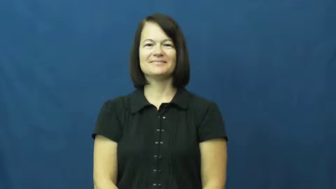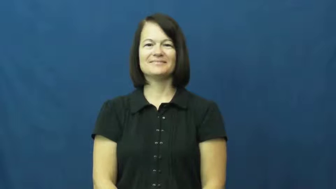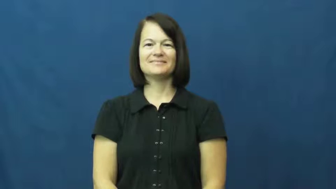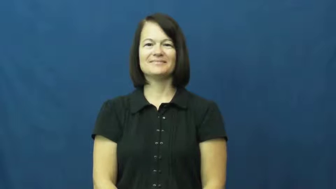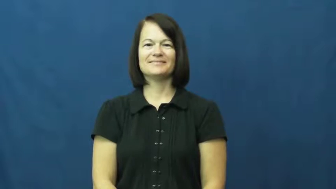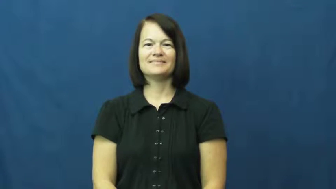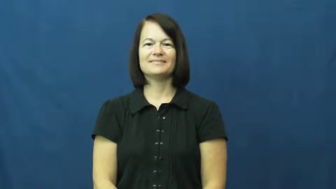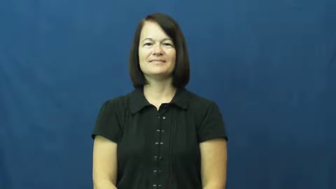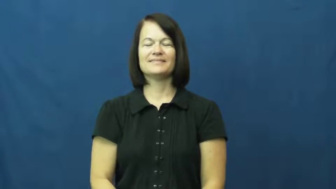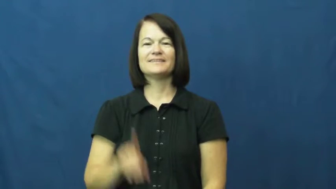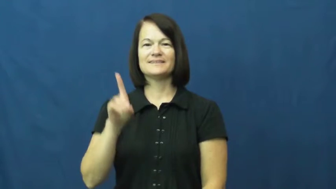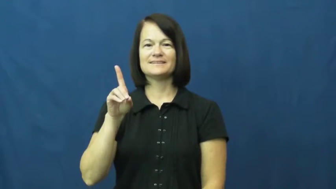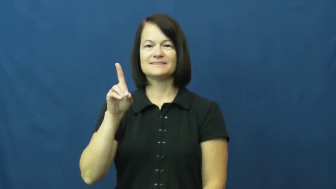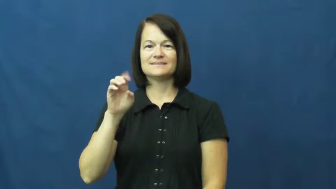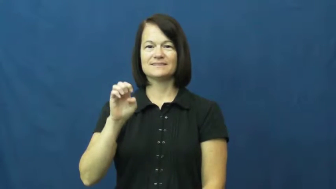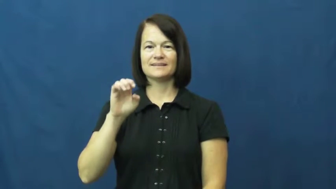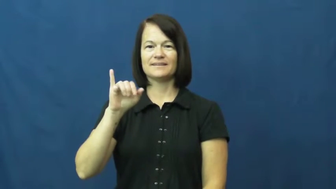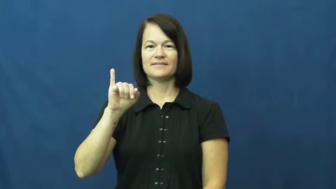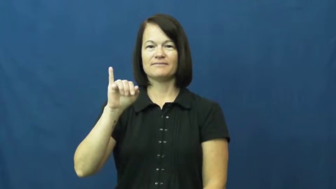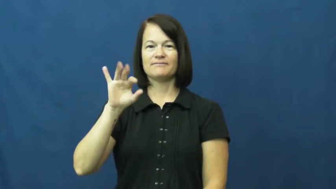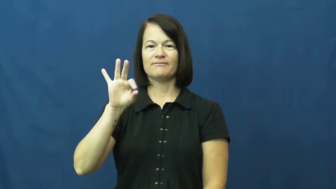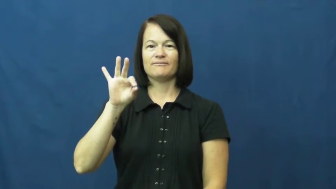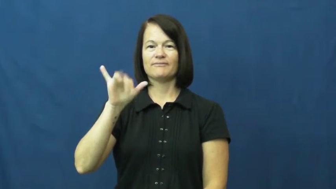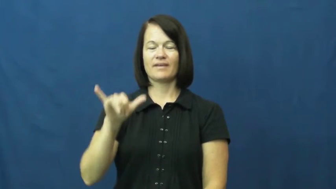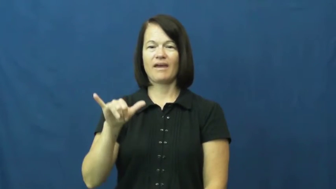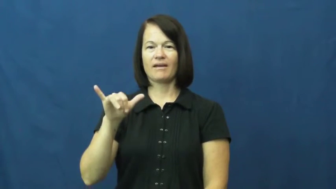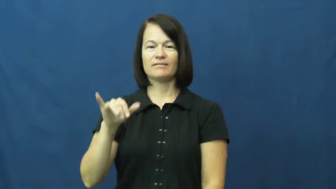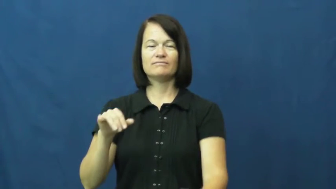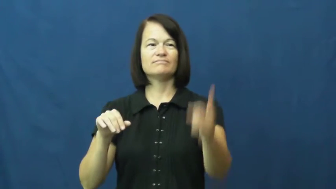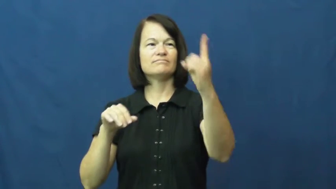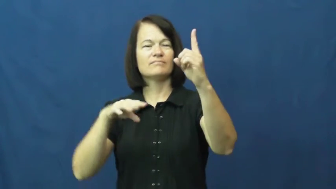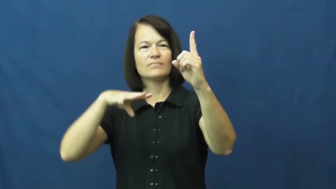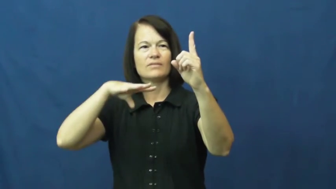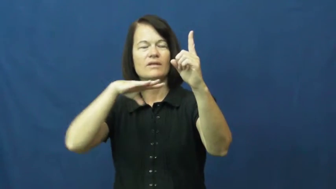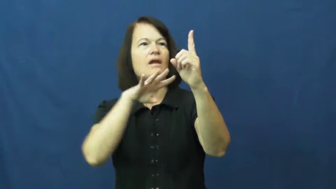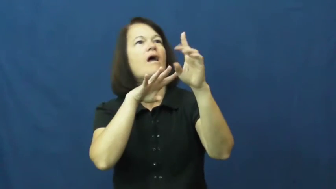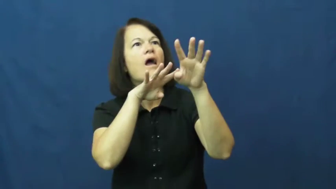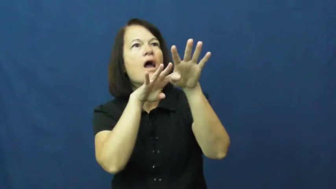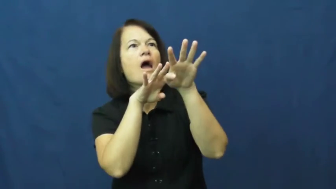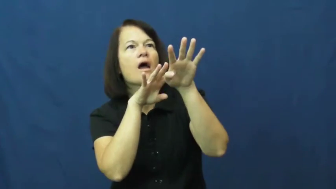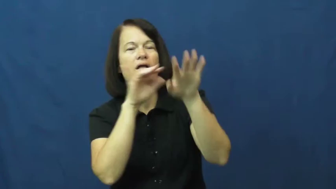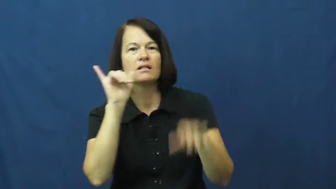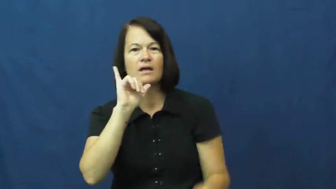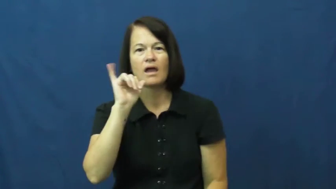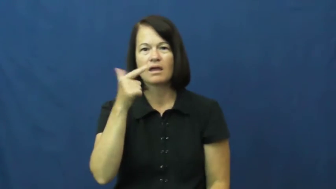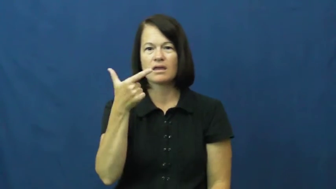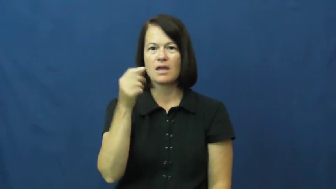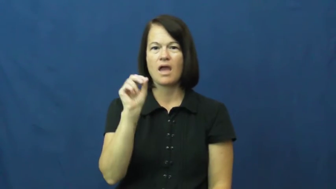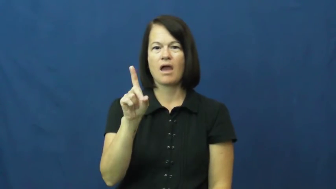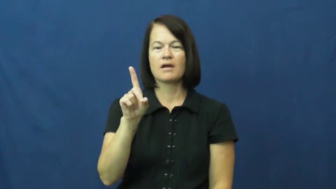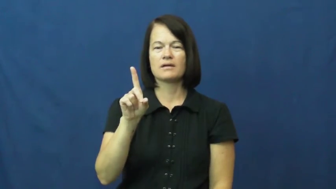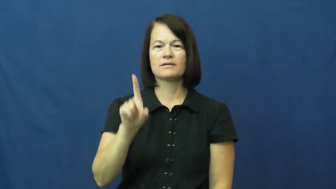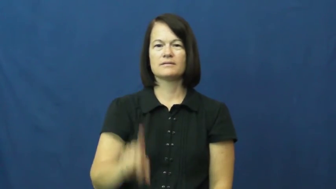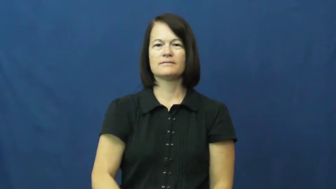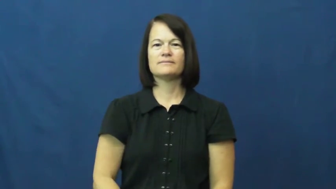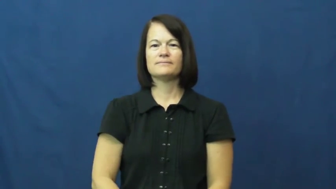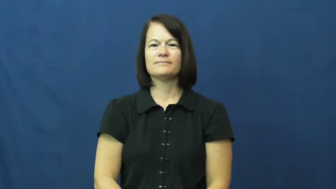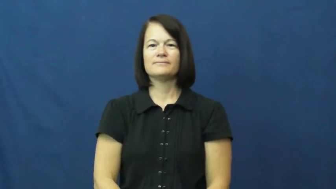deify